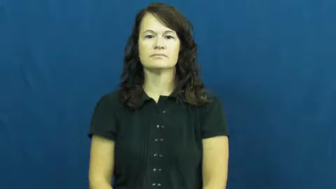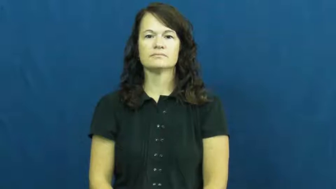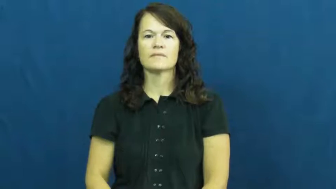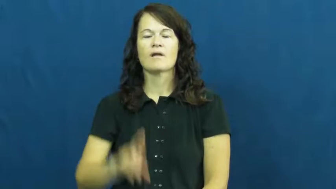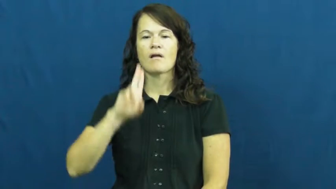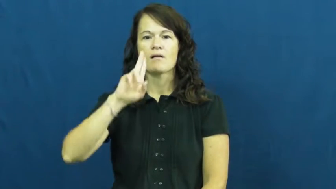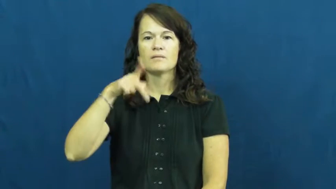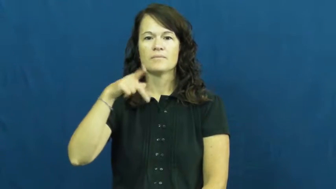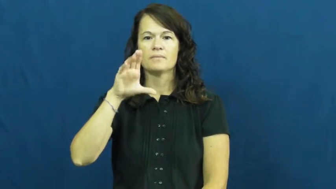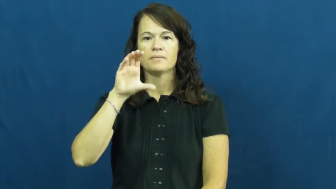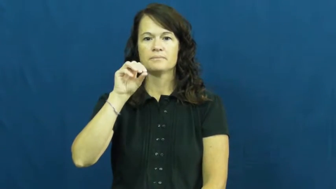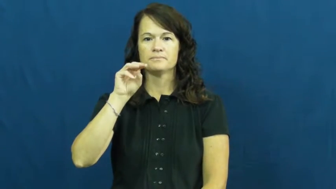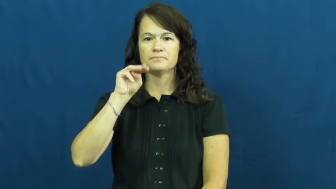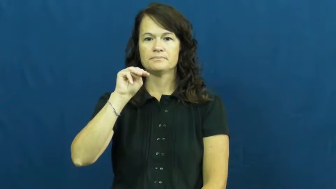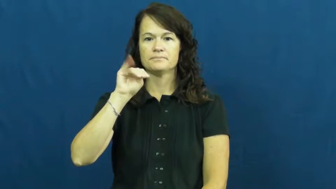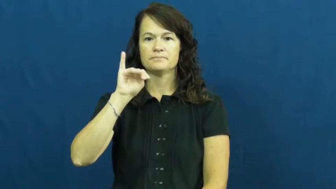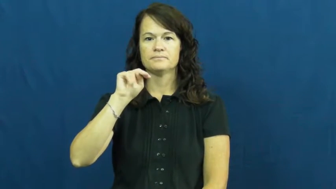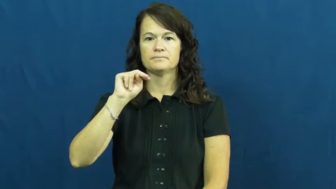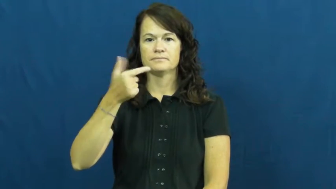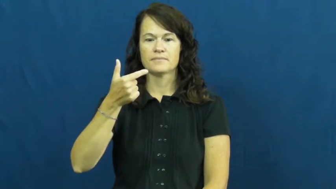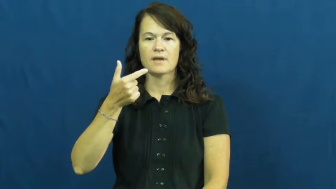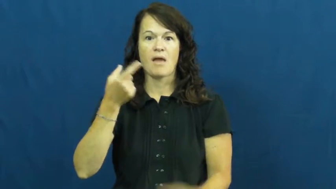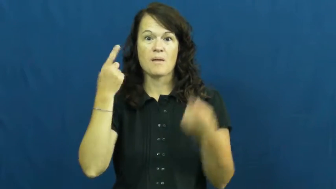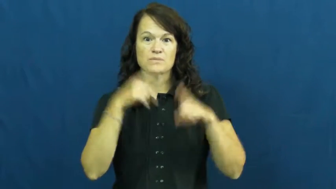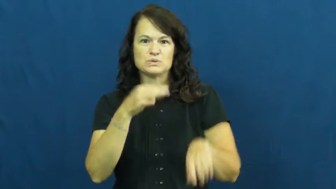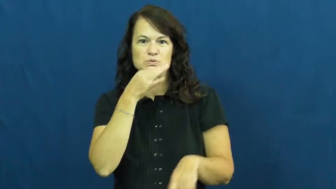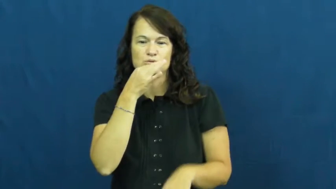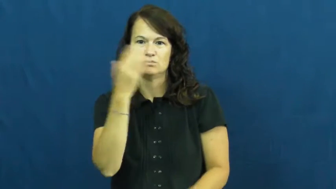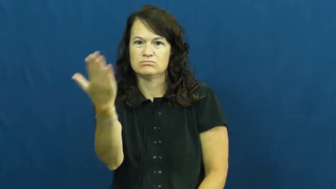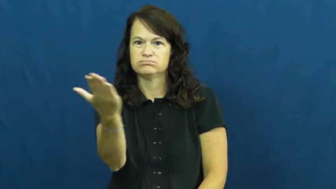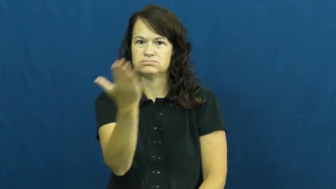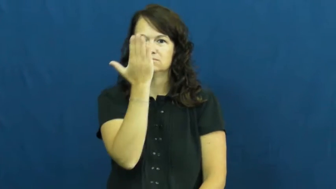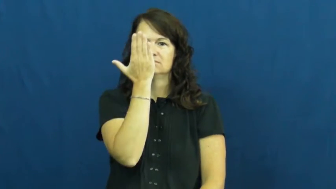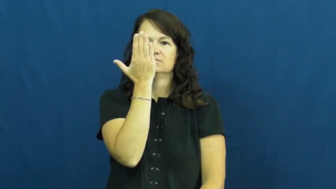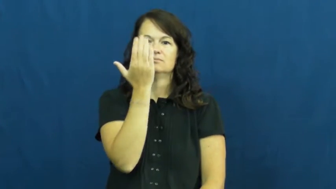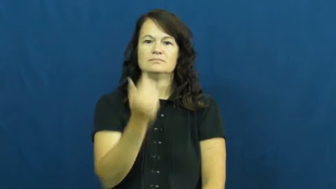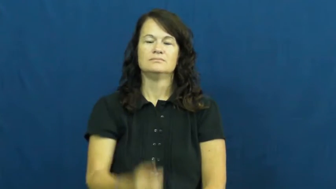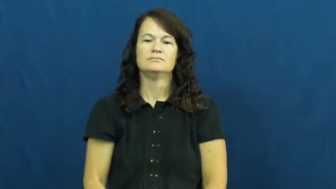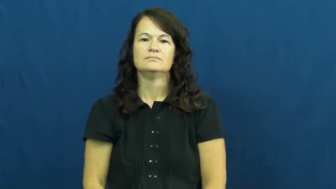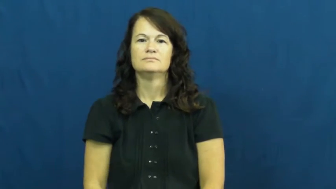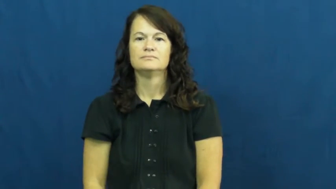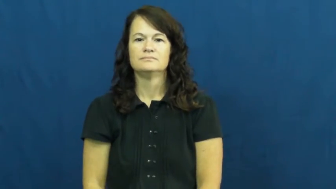upcoming